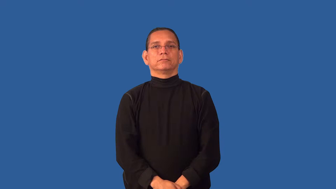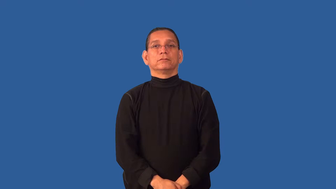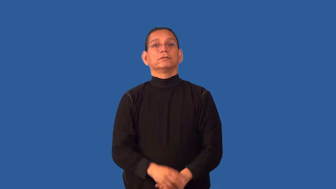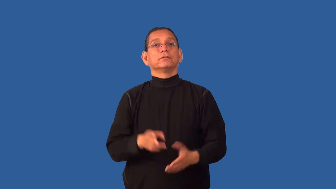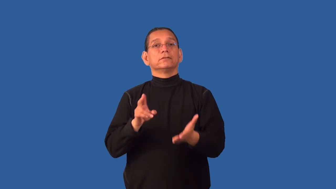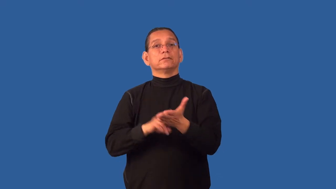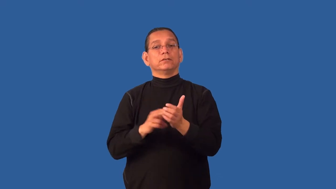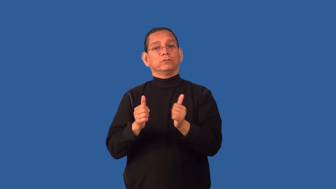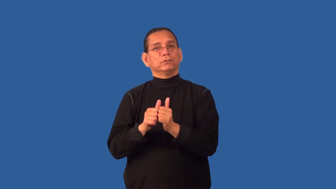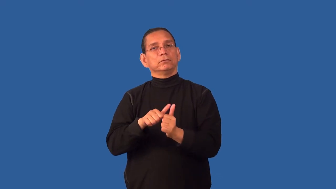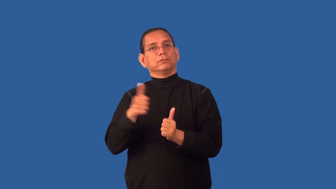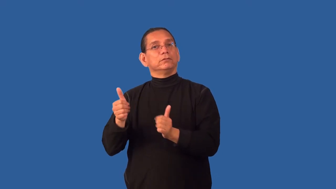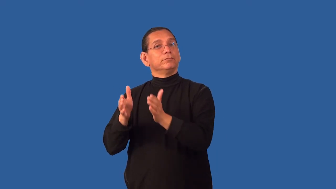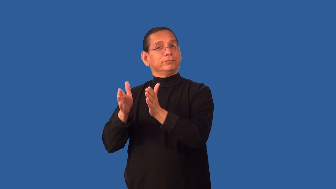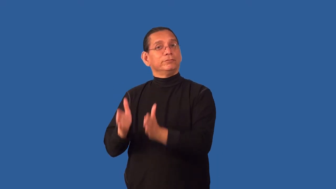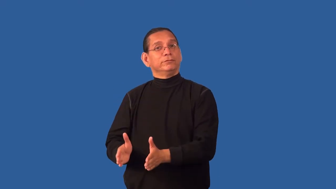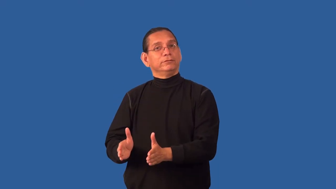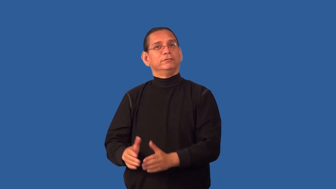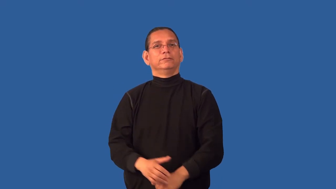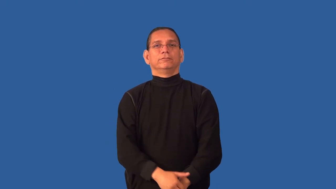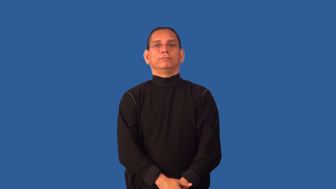cosign